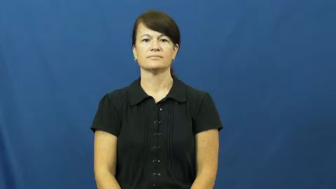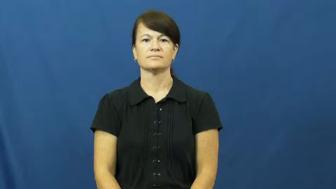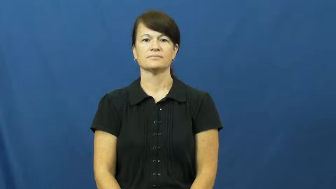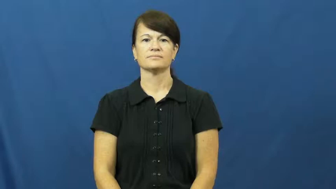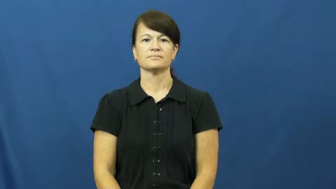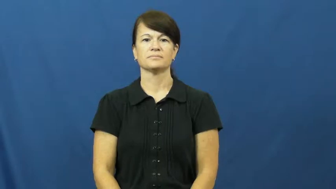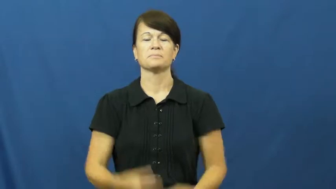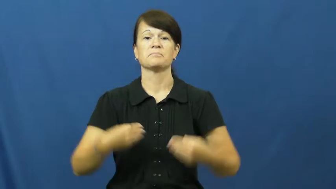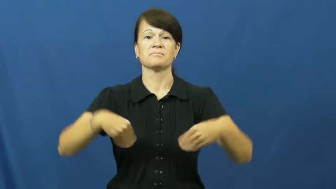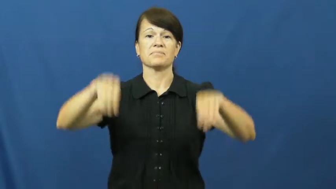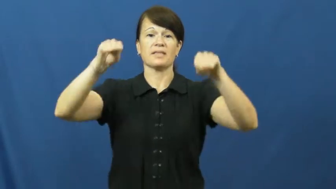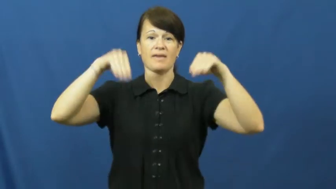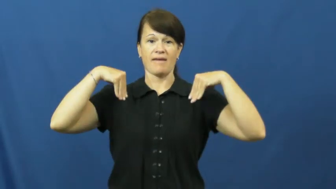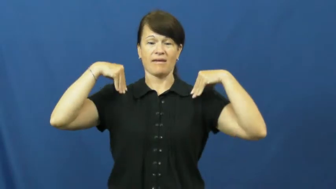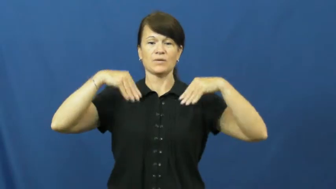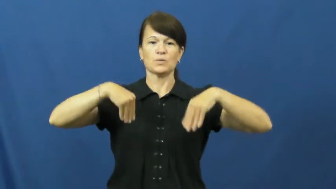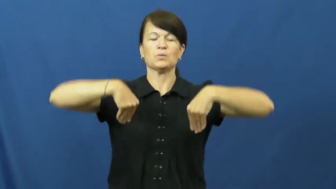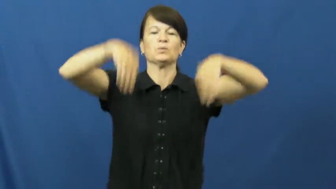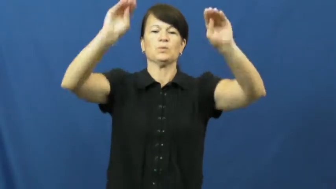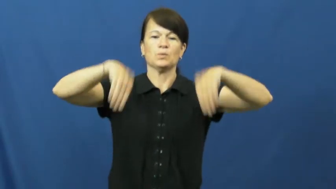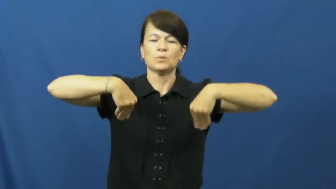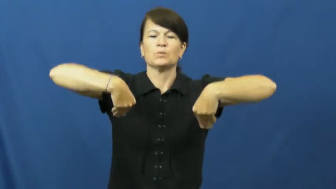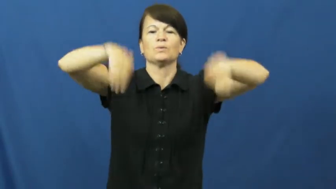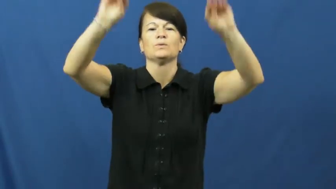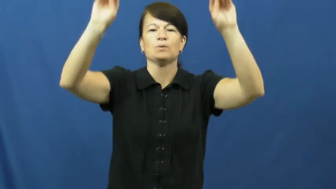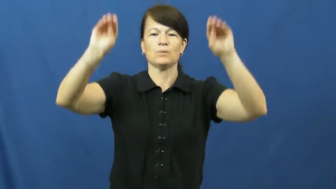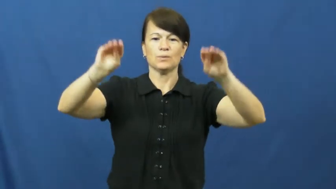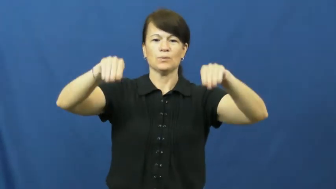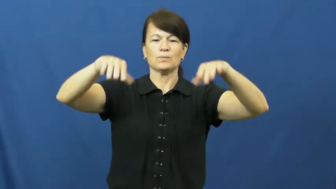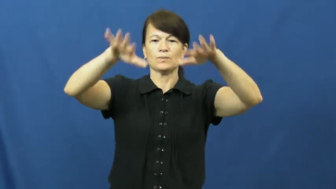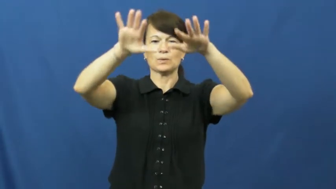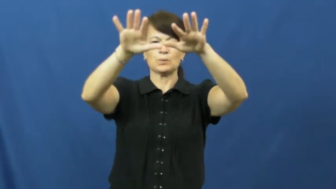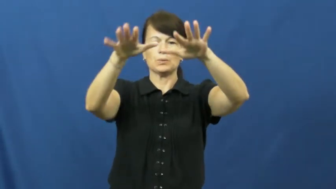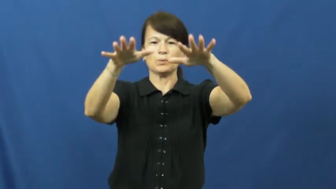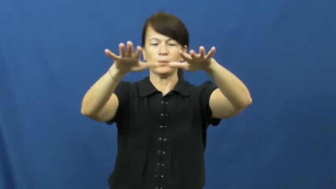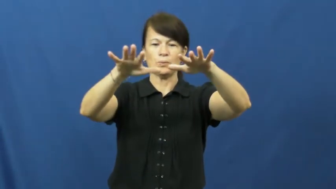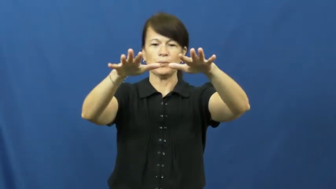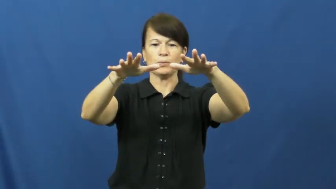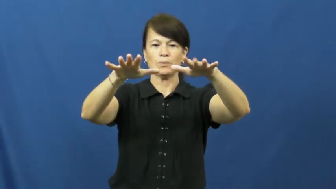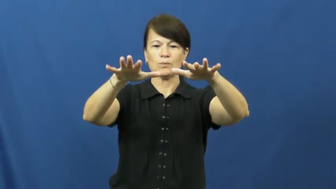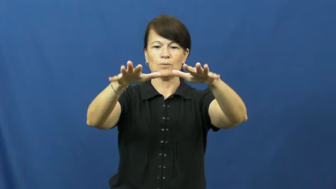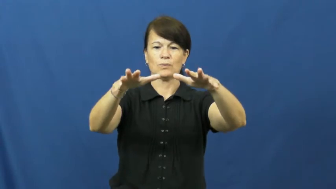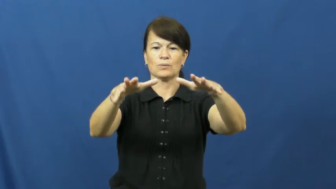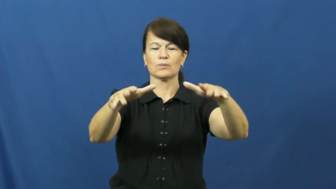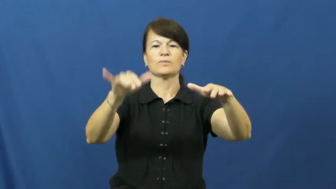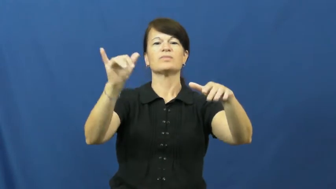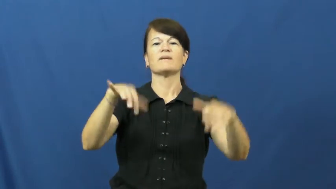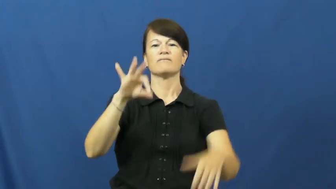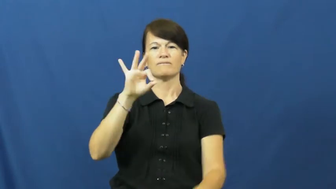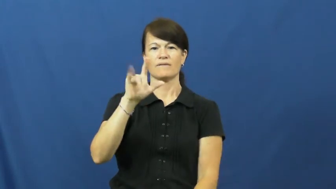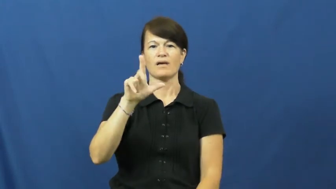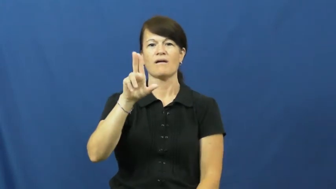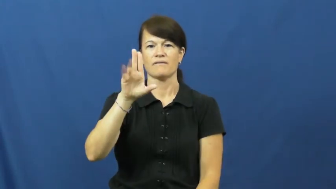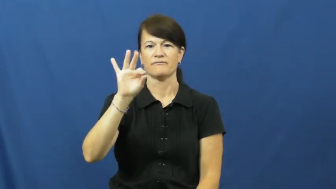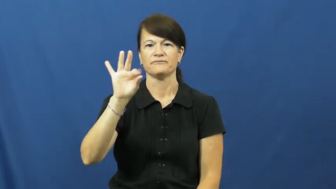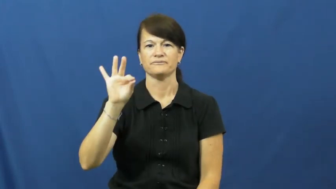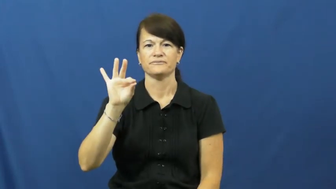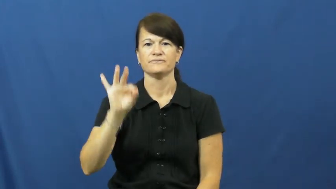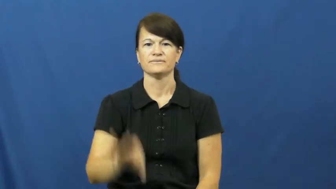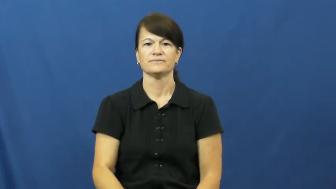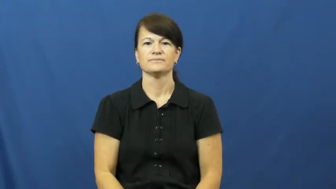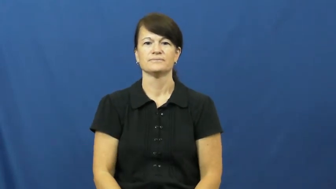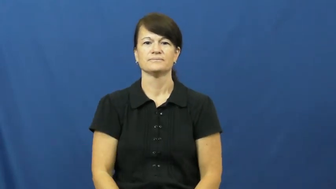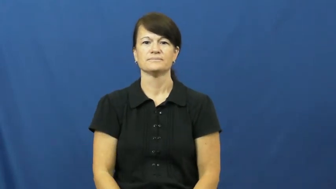fluff-blanket